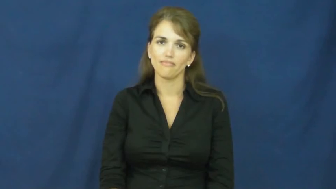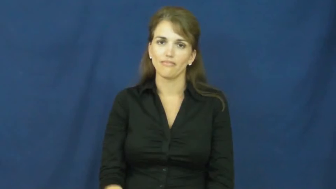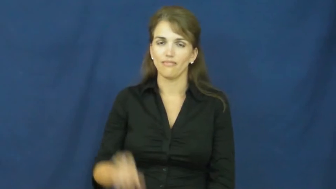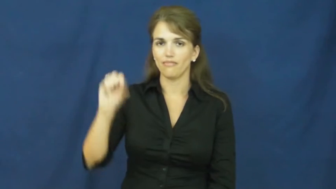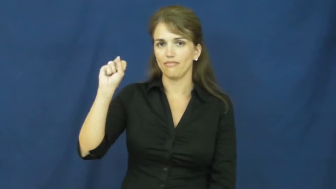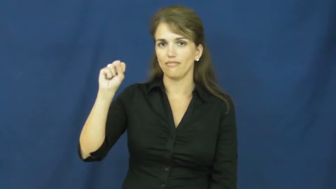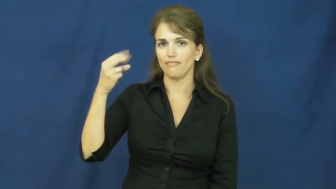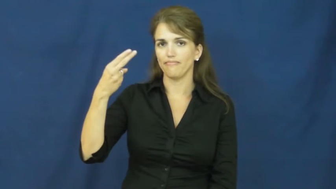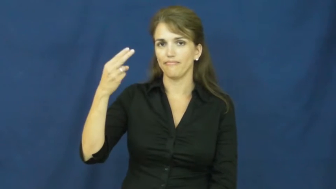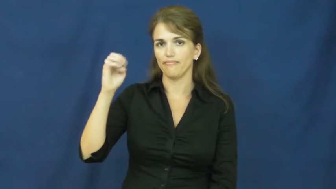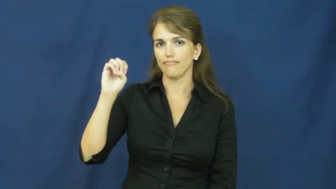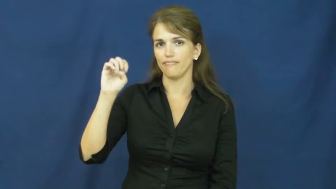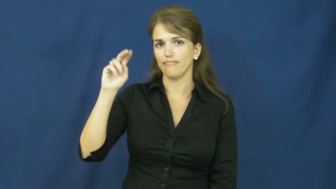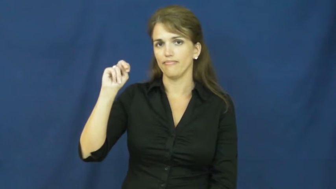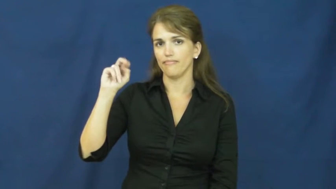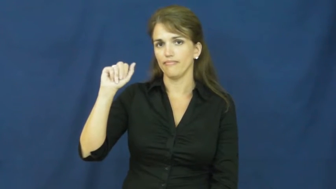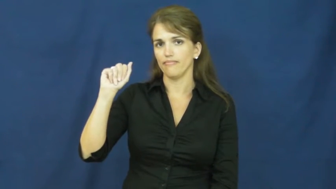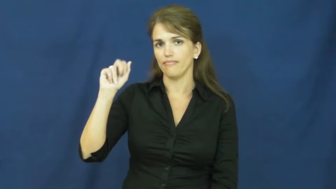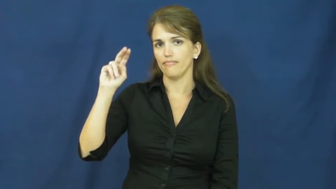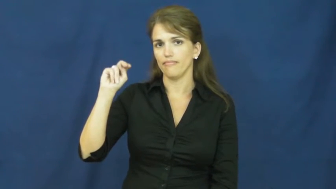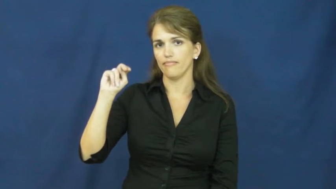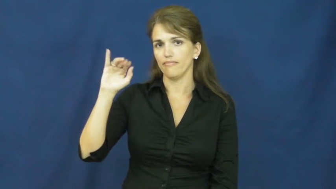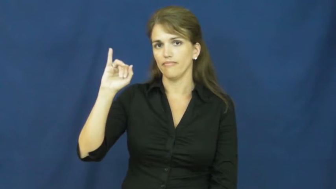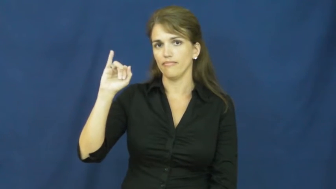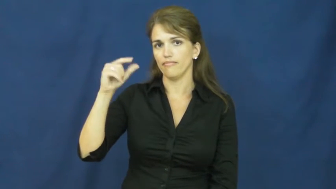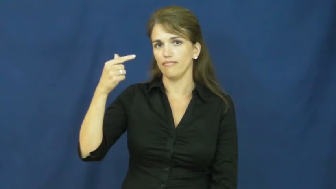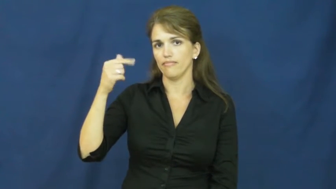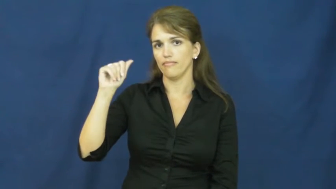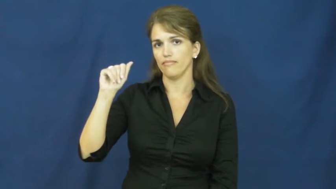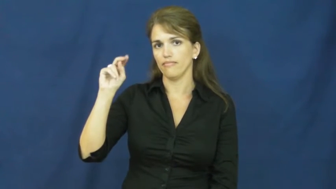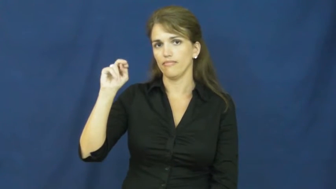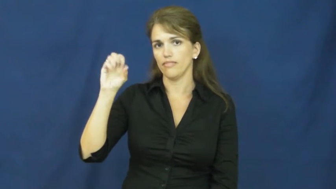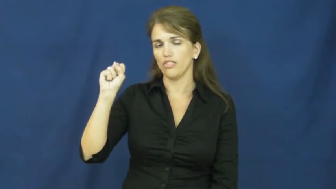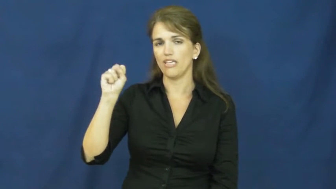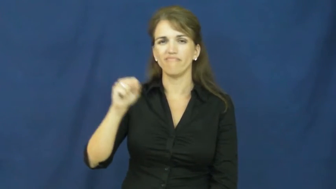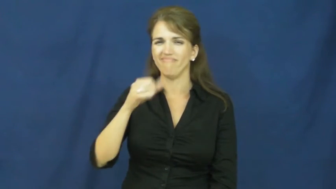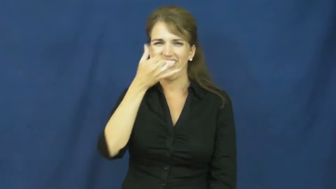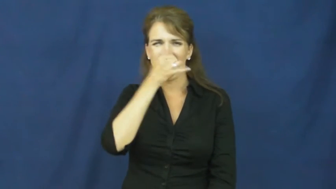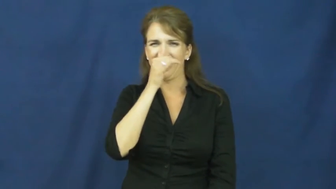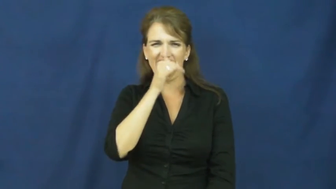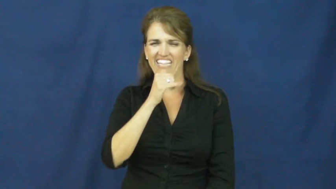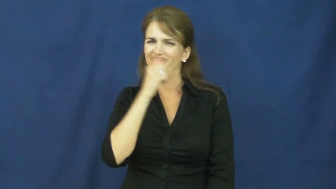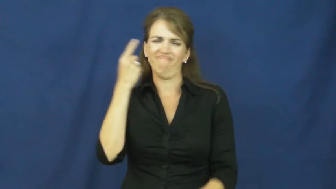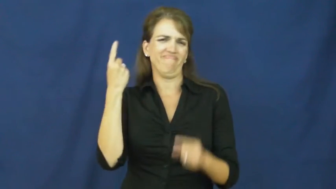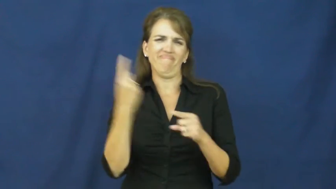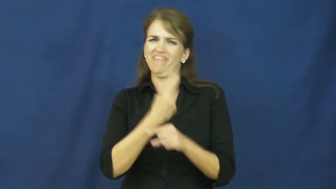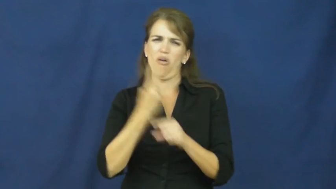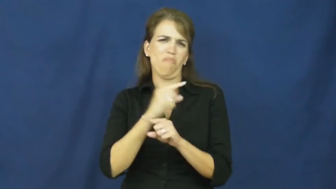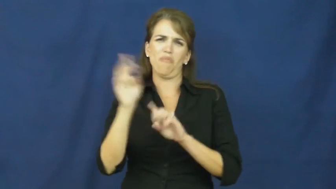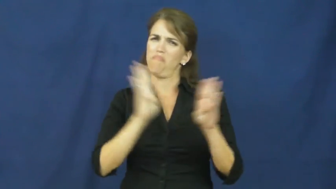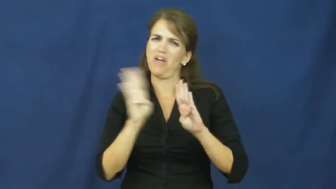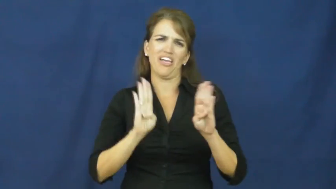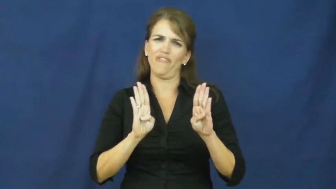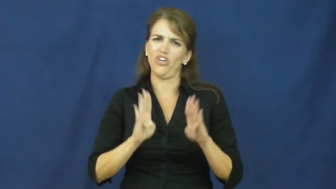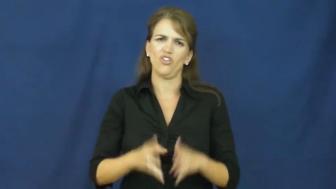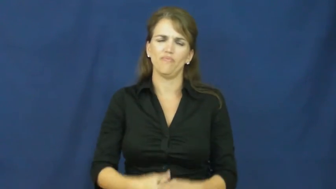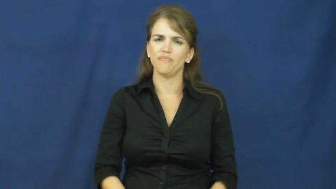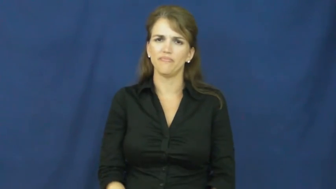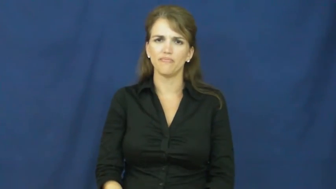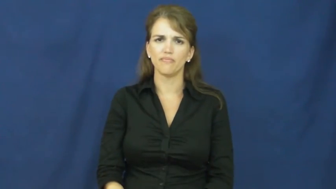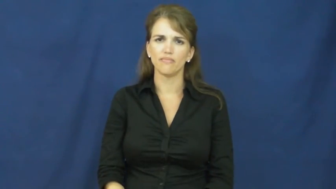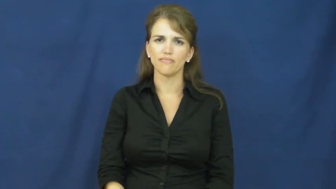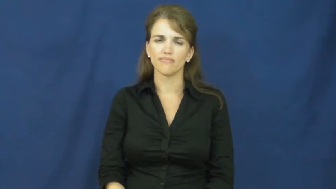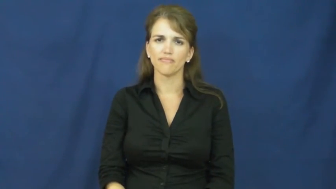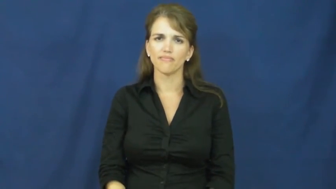shenanigans